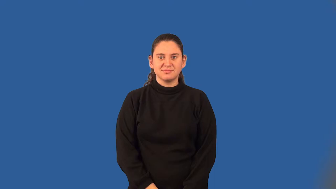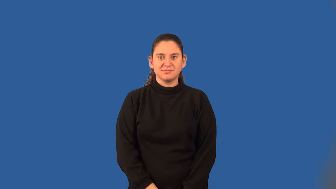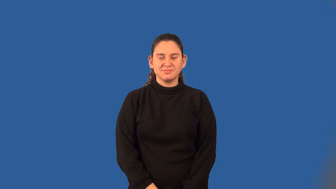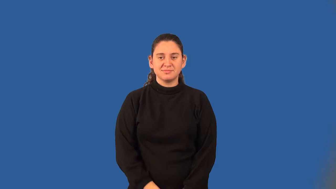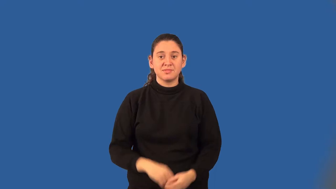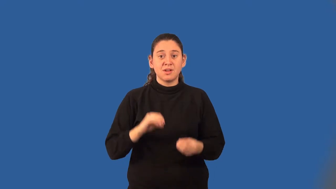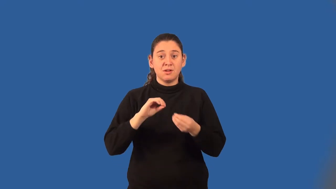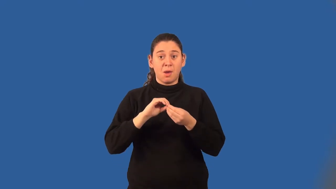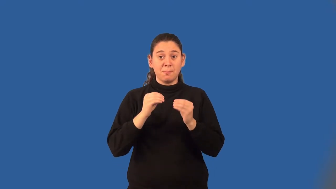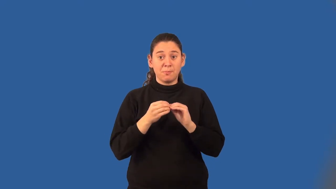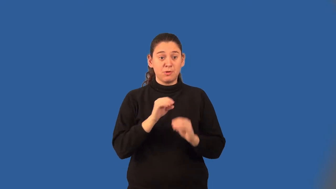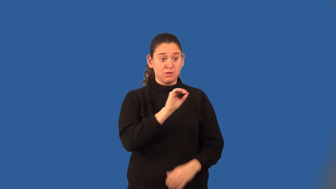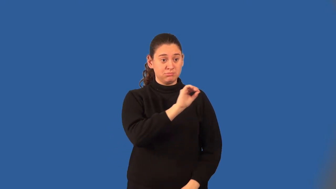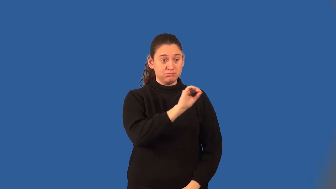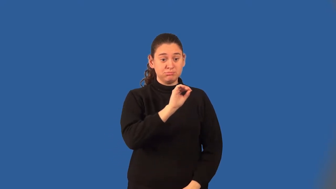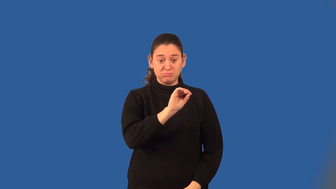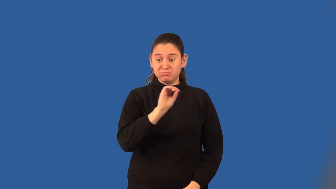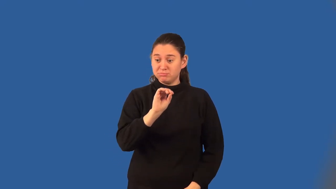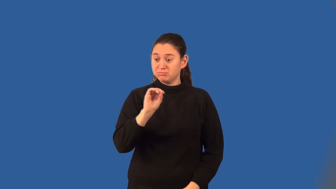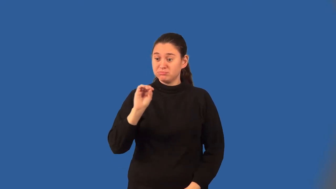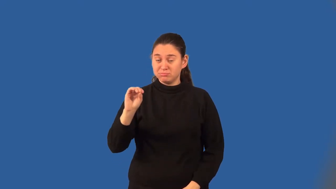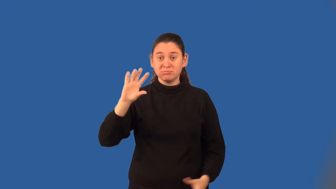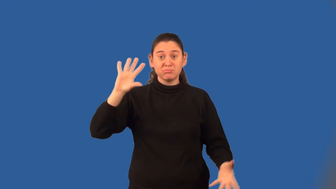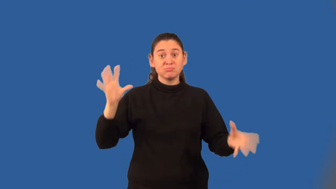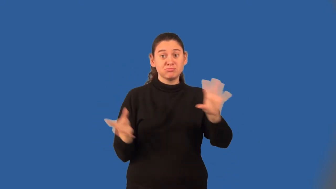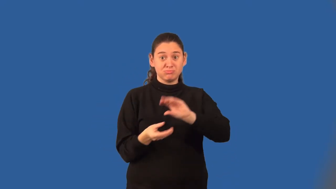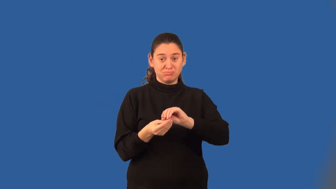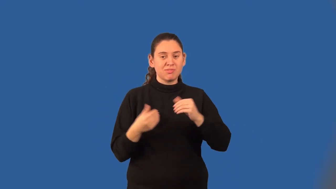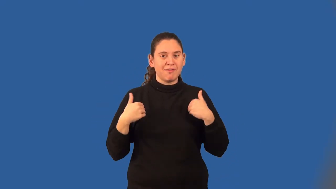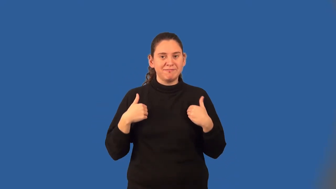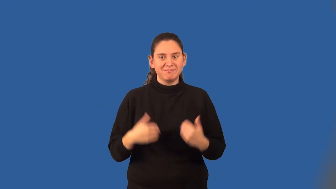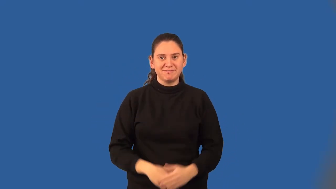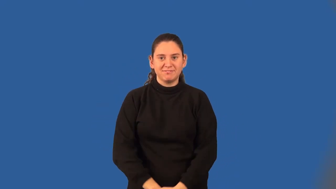convergent series